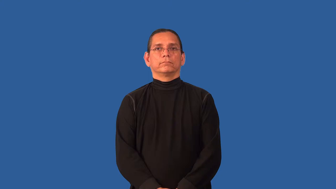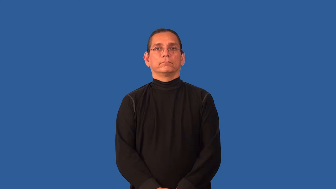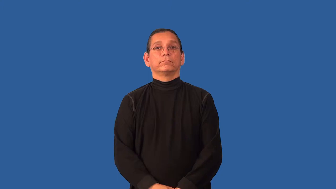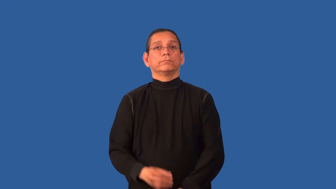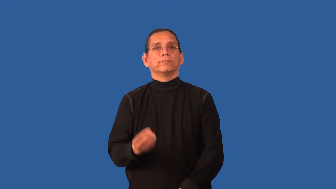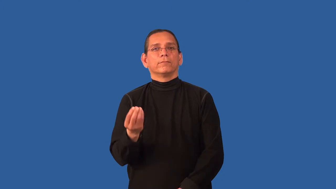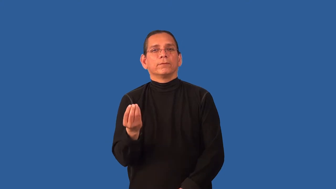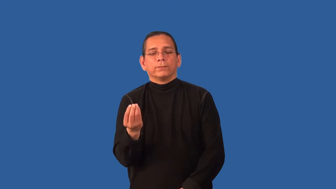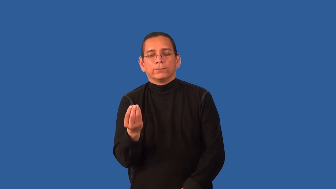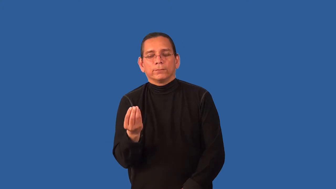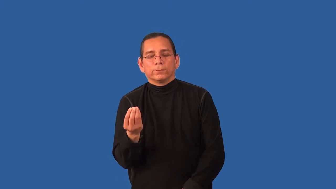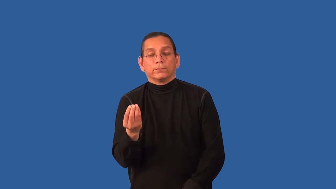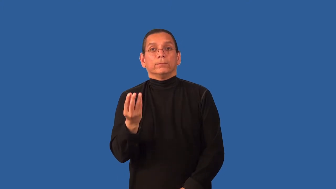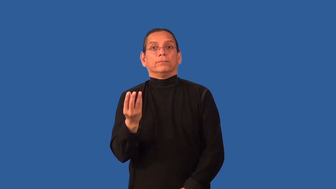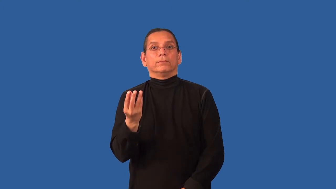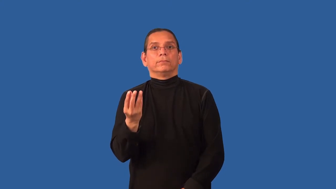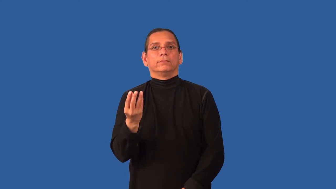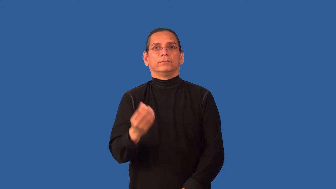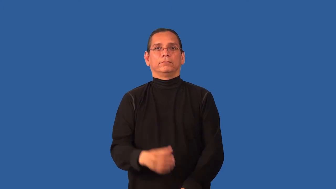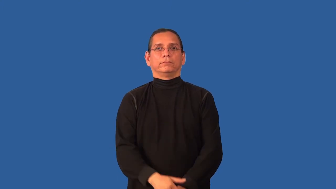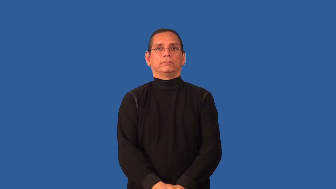come on-lights